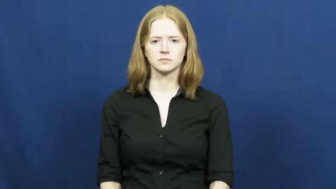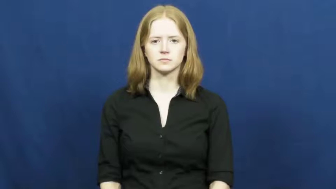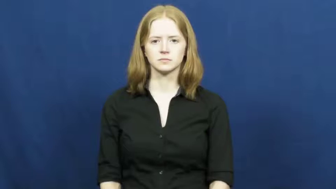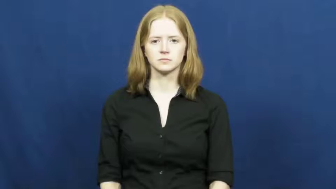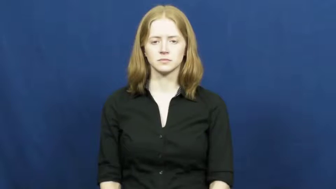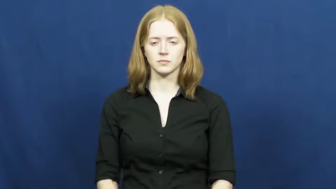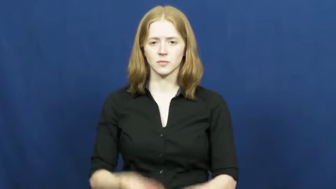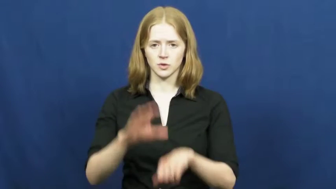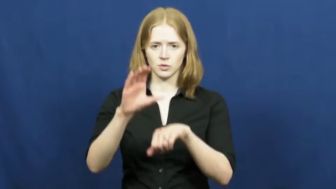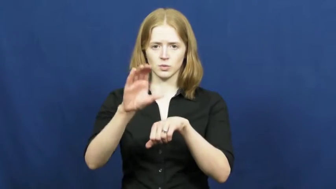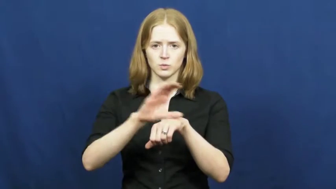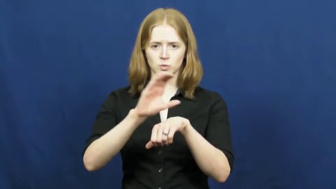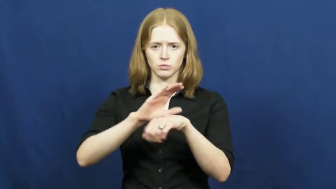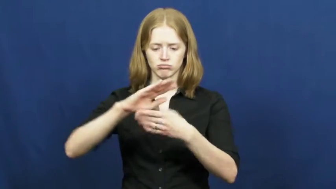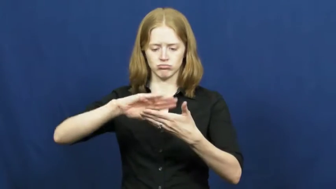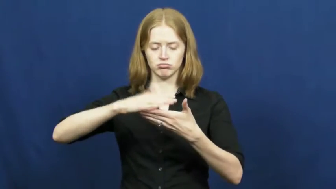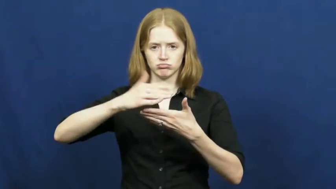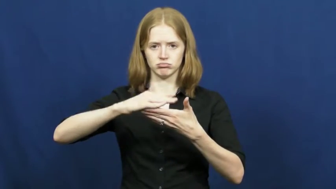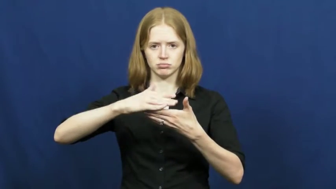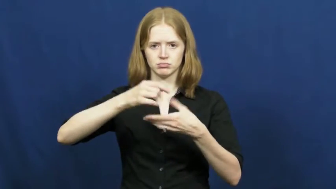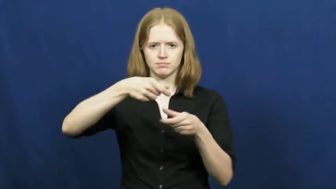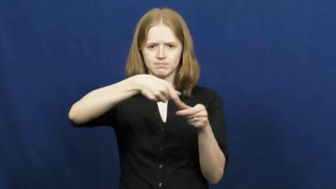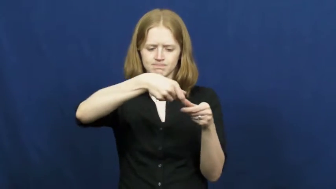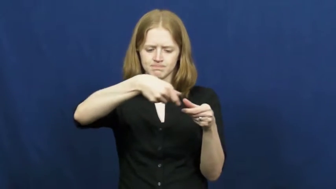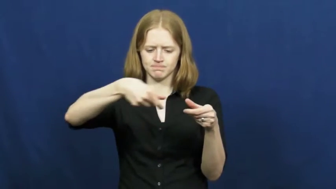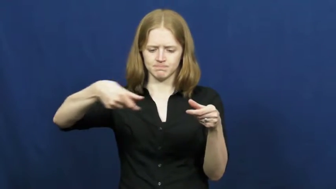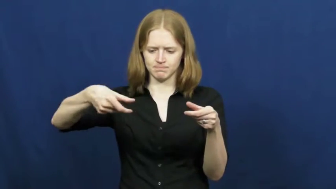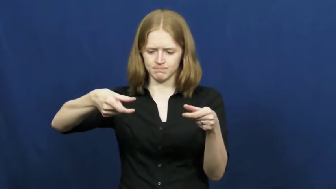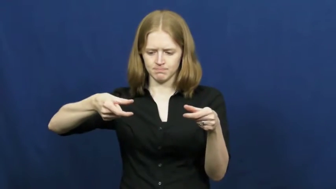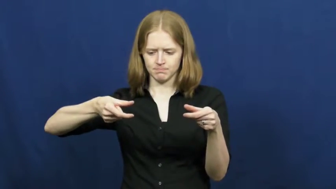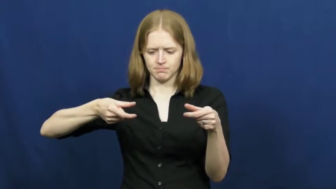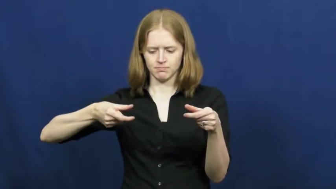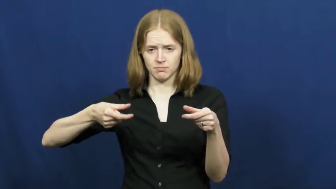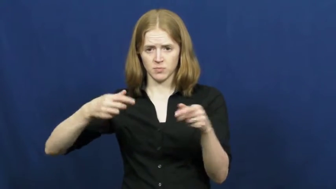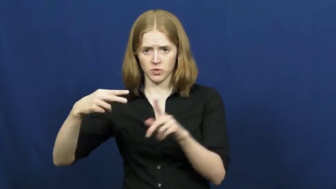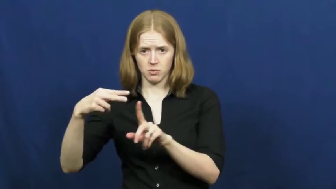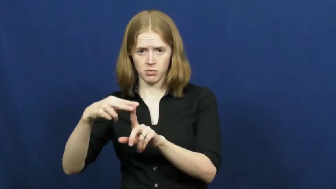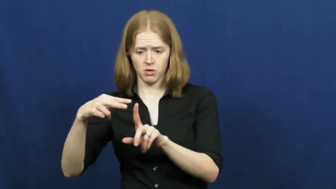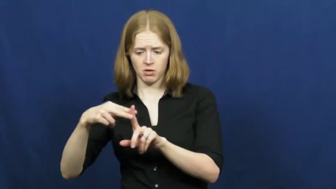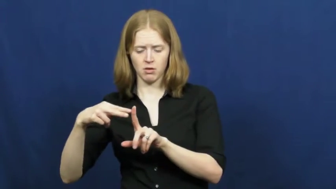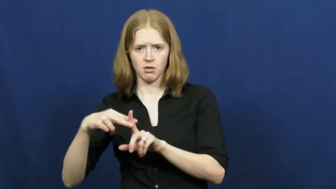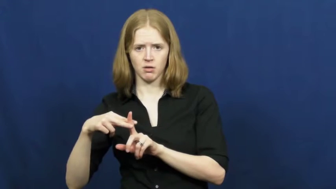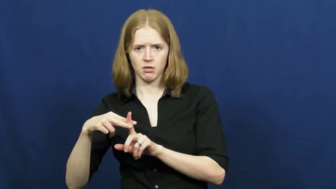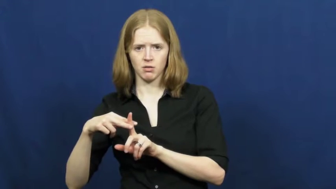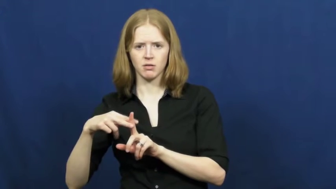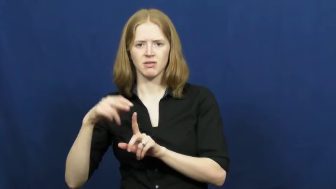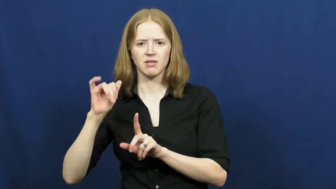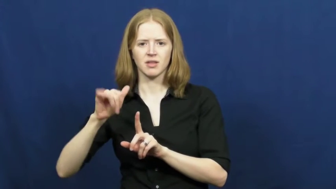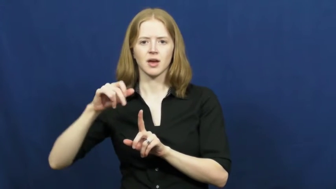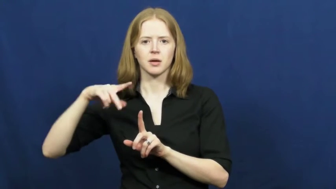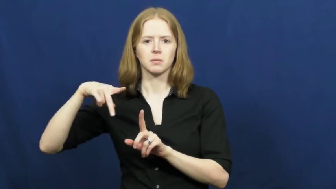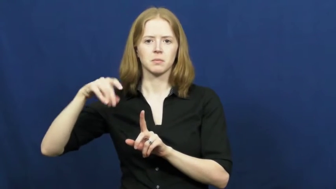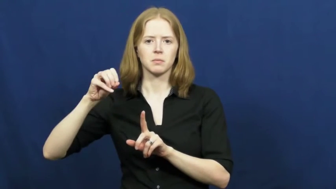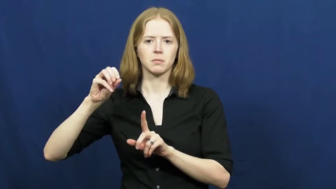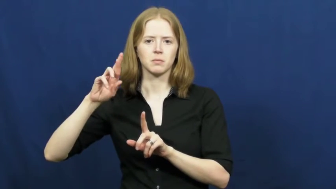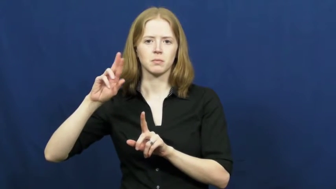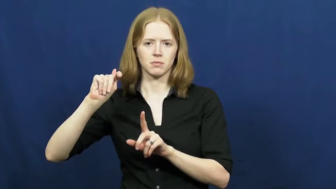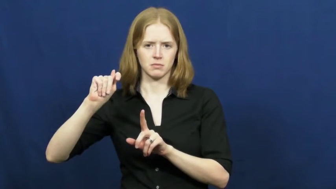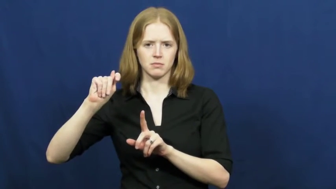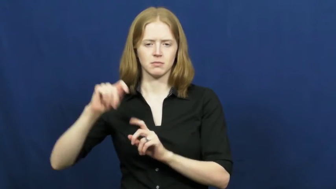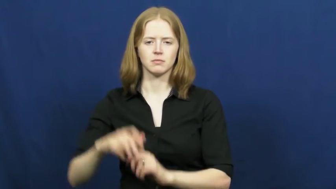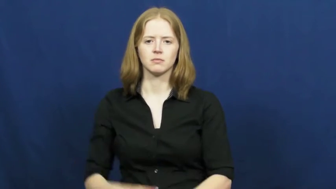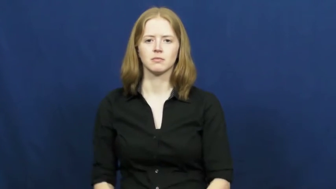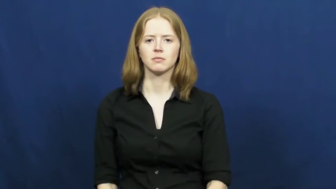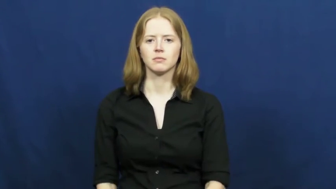port-plug